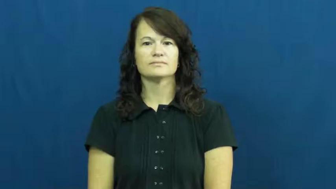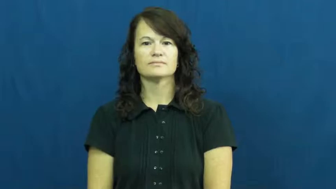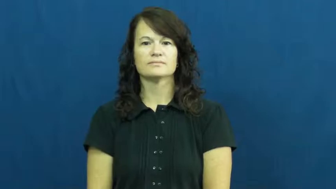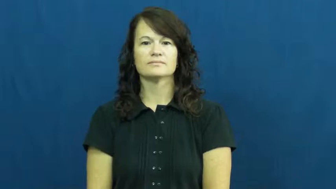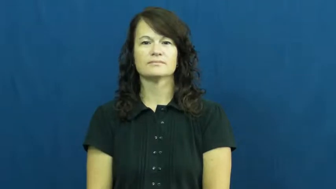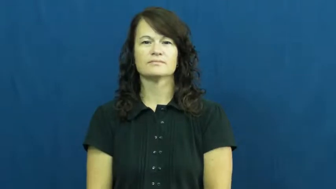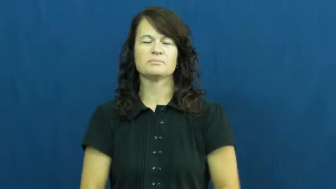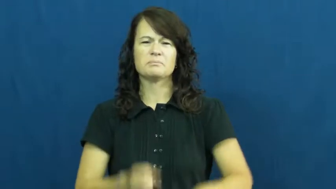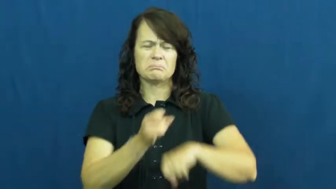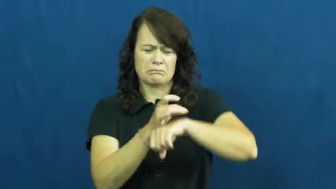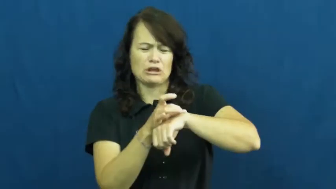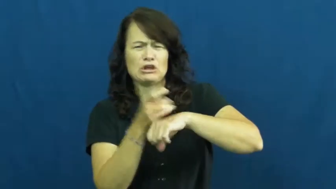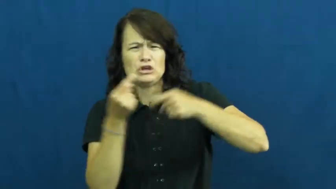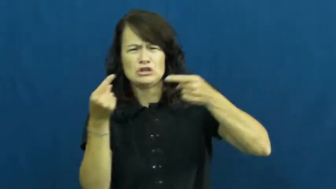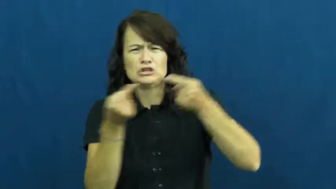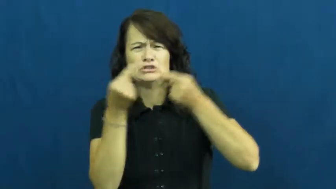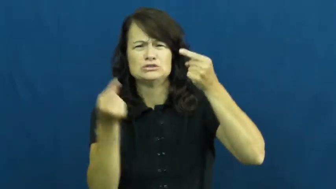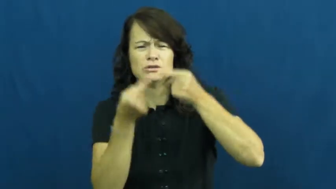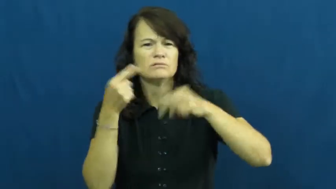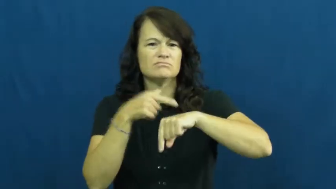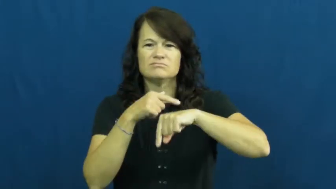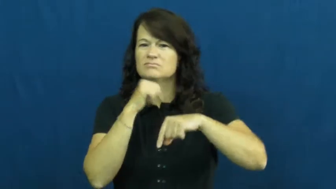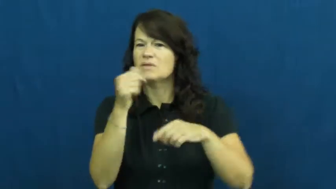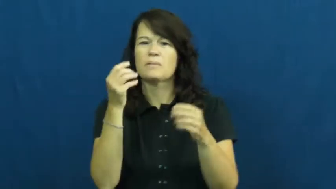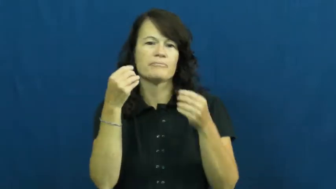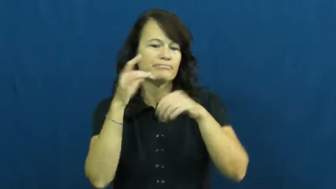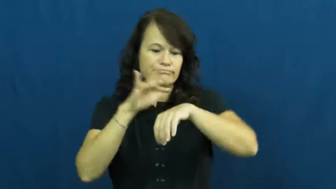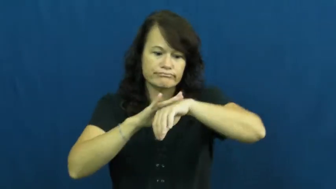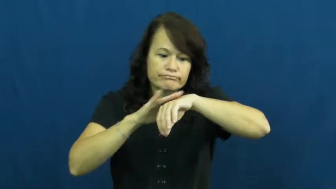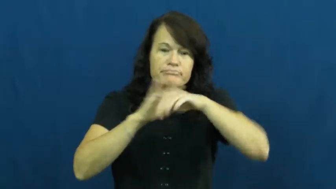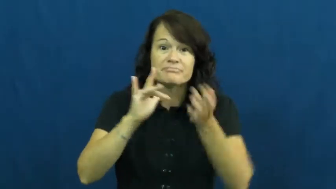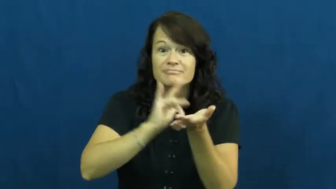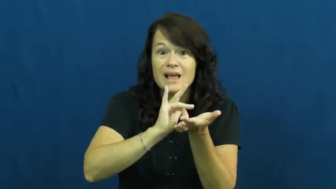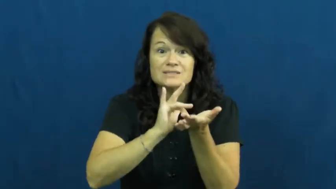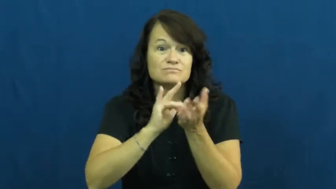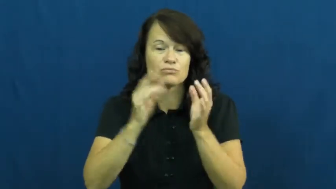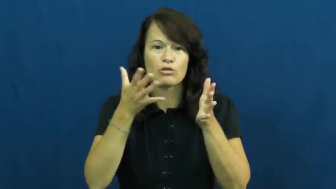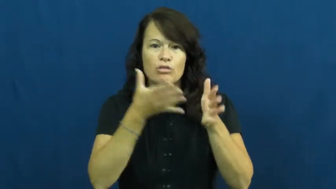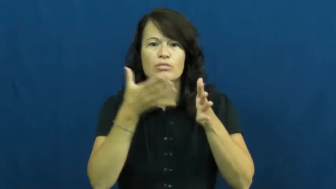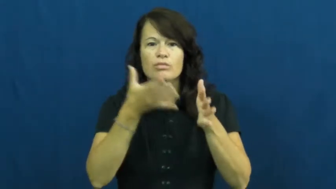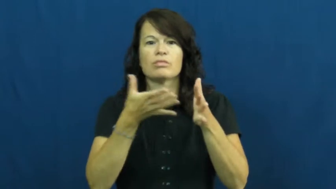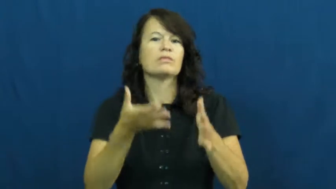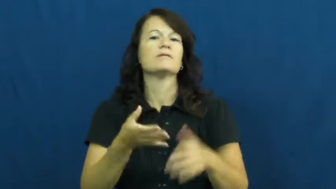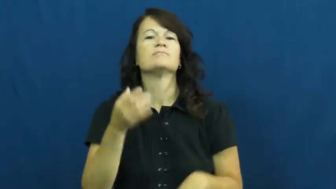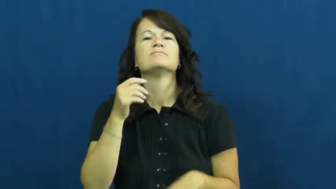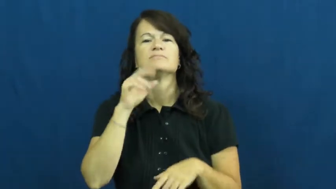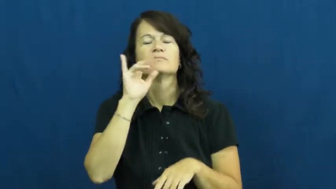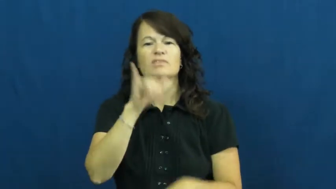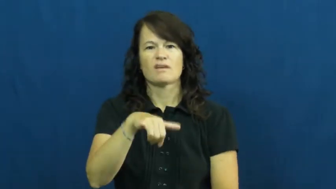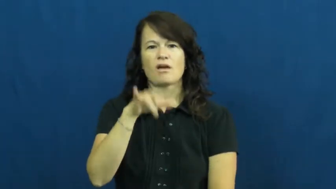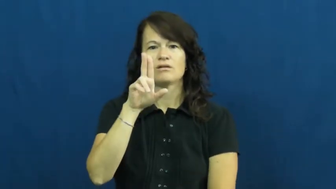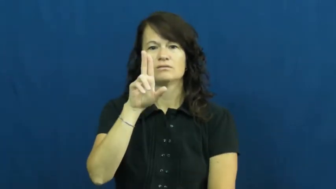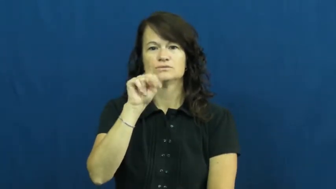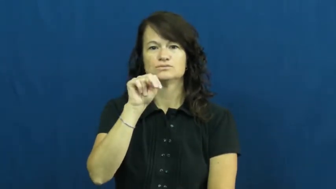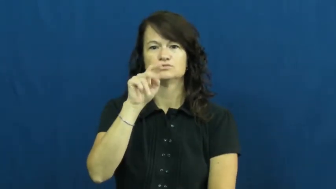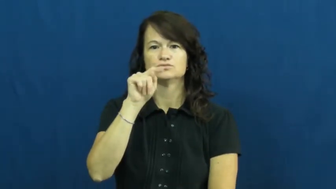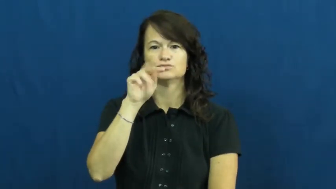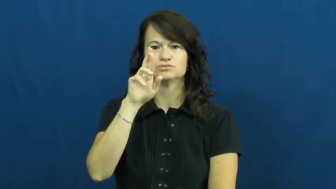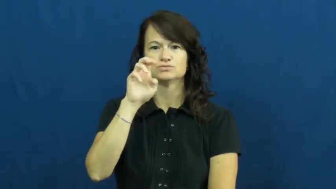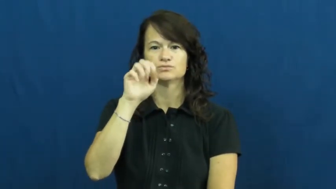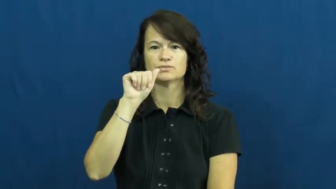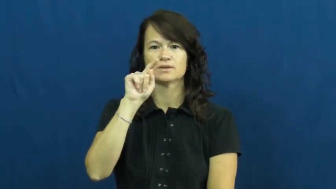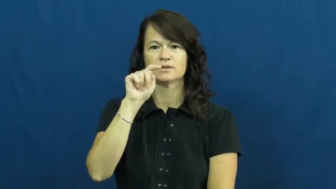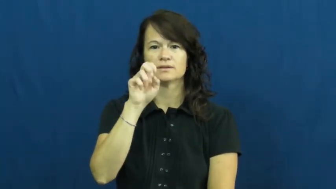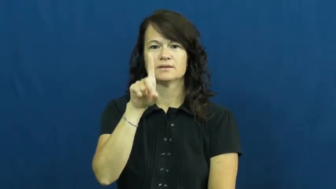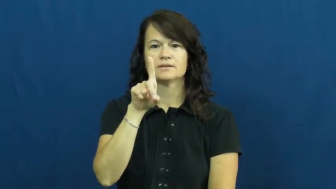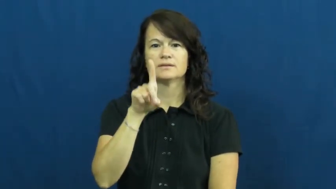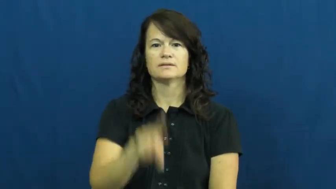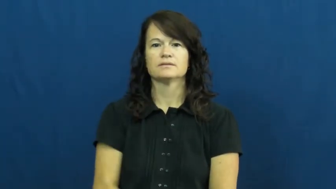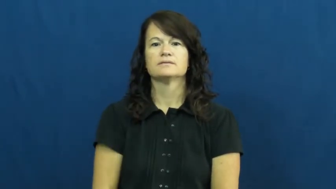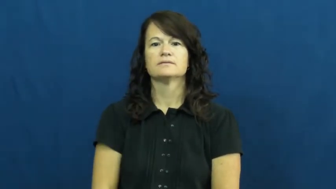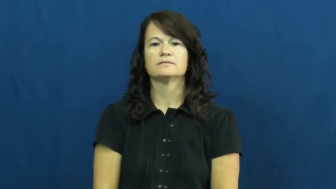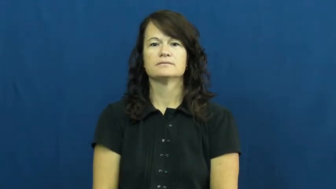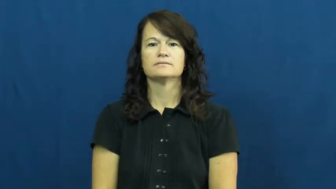untreated